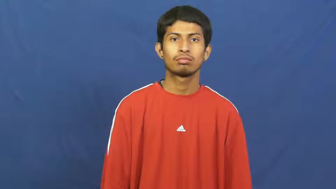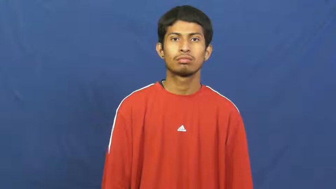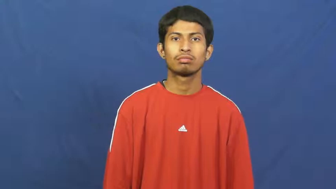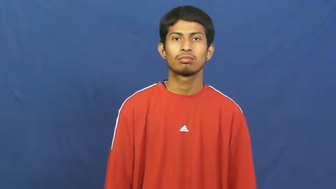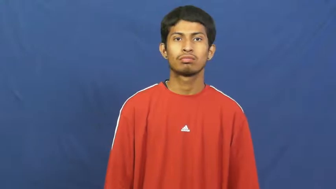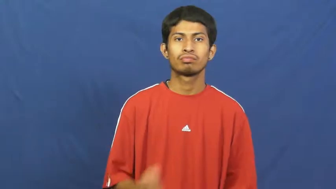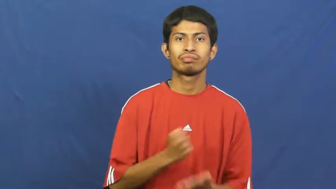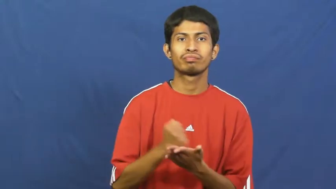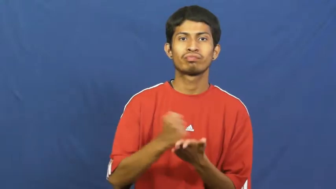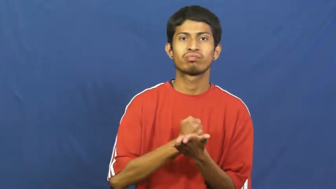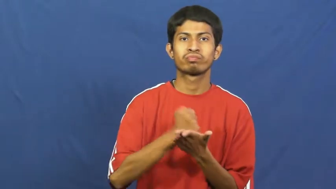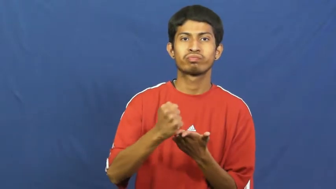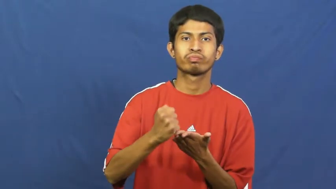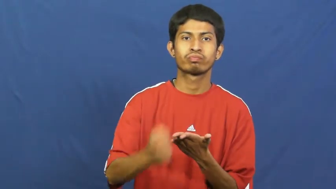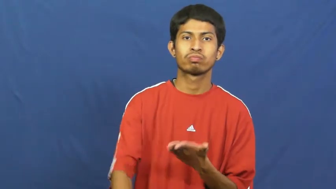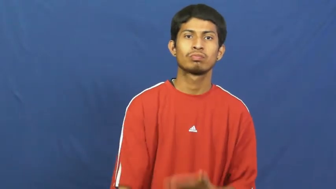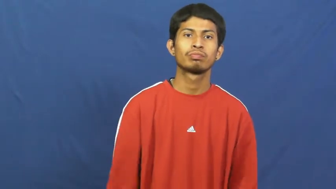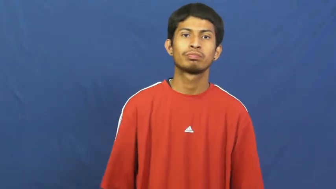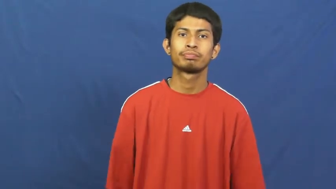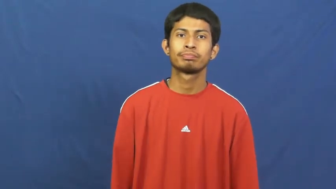credit-money